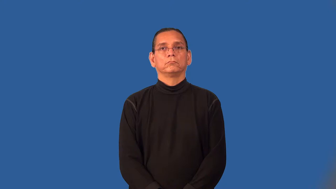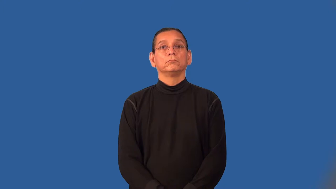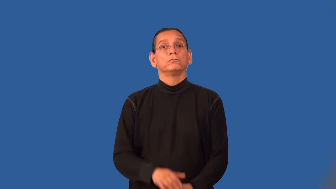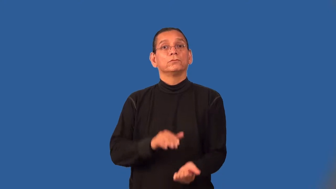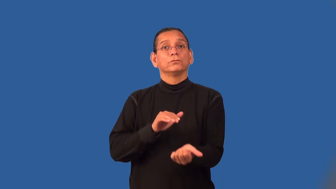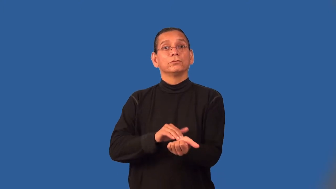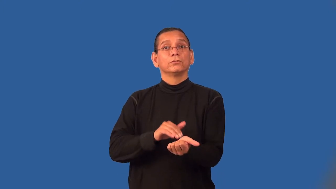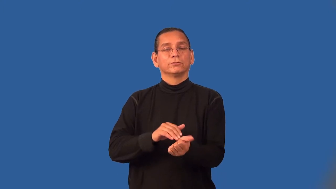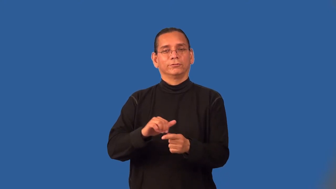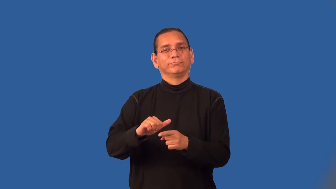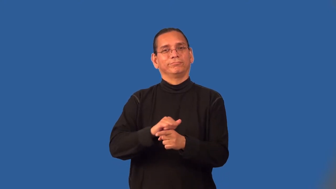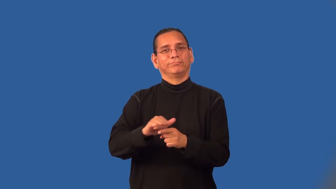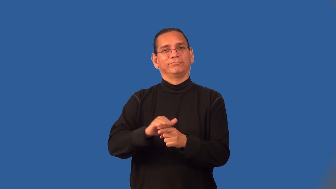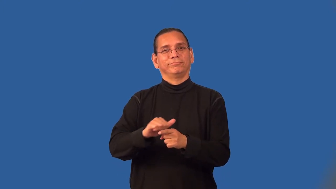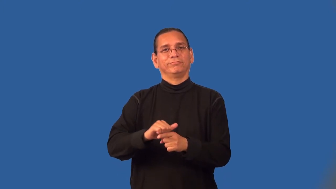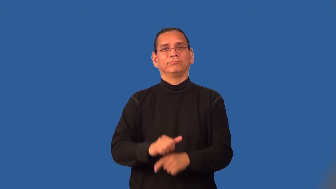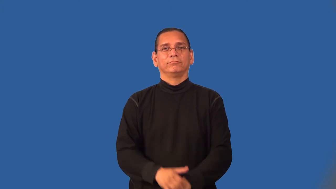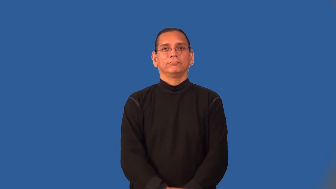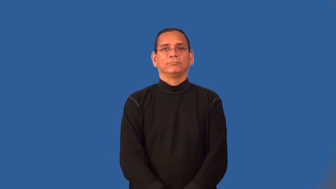residency